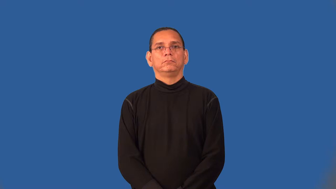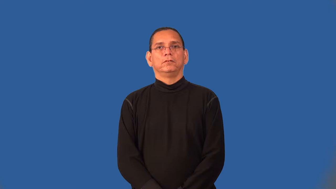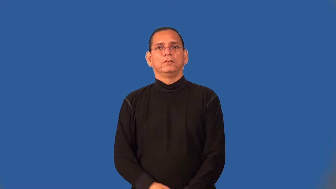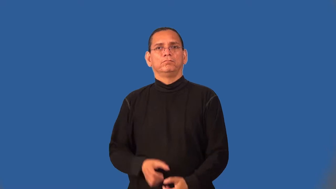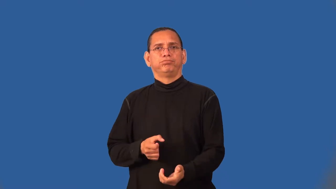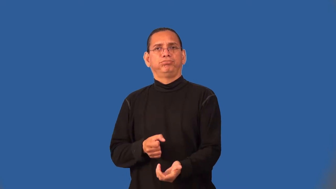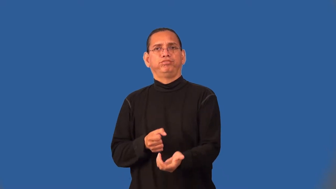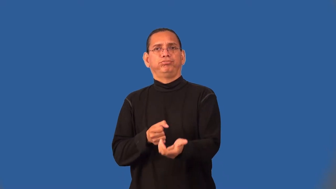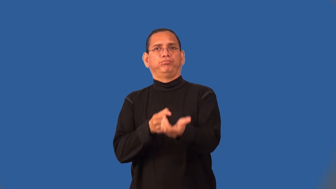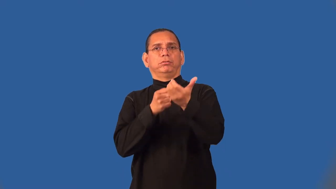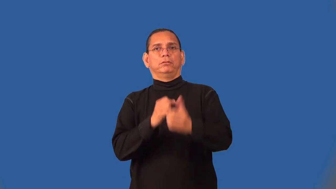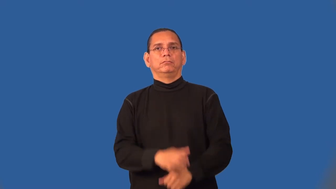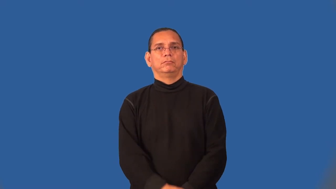semiautomatic